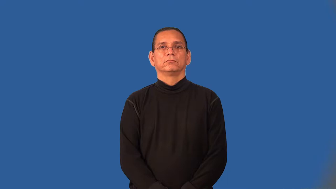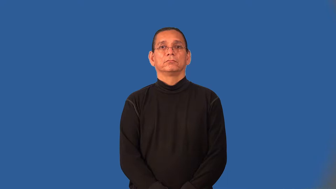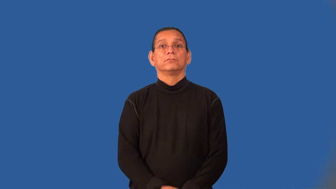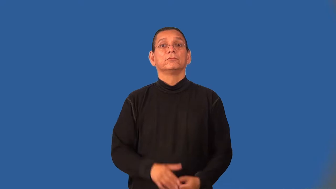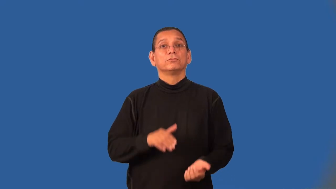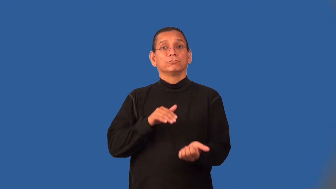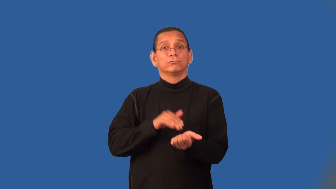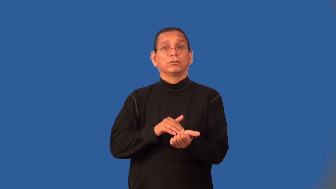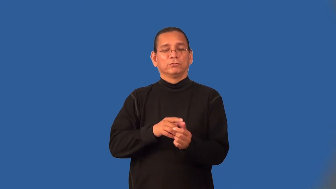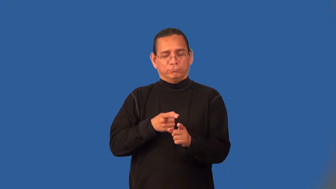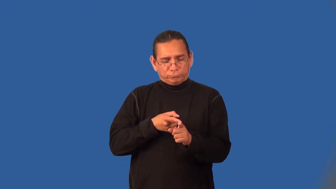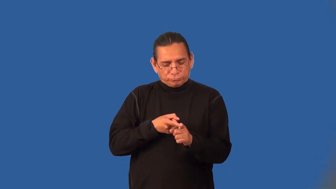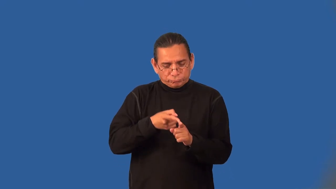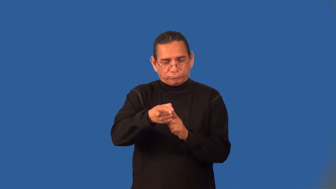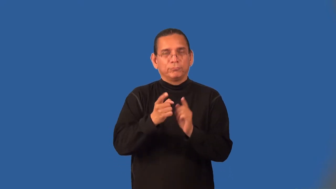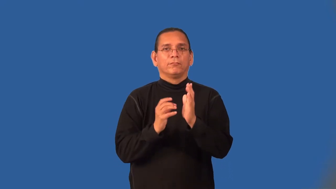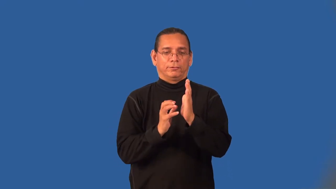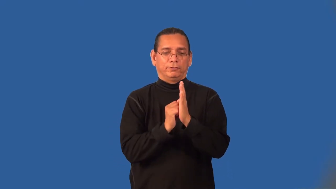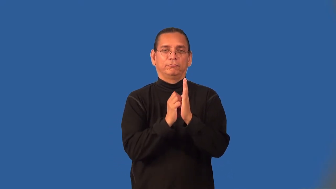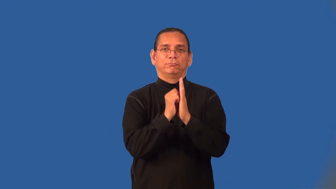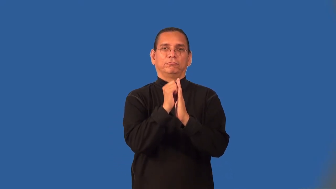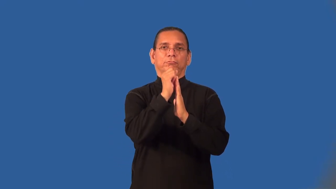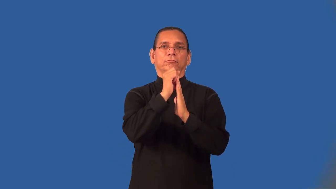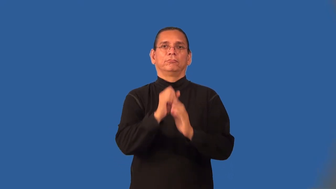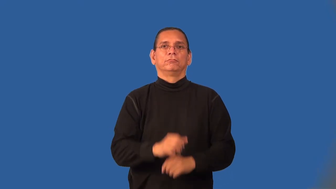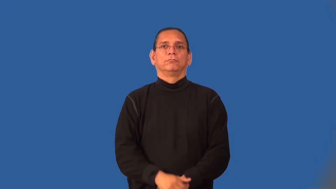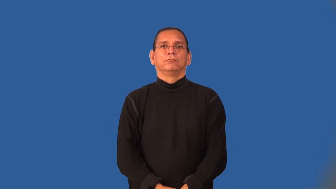oncologist